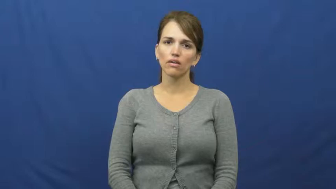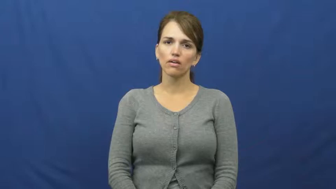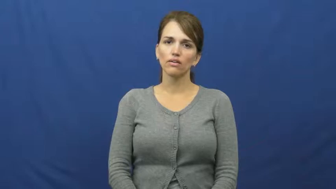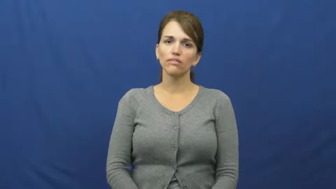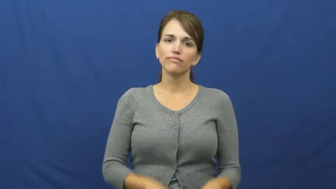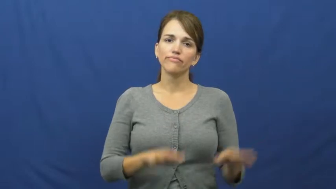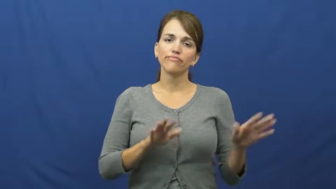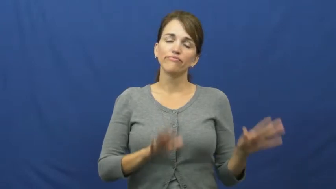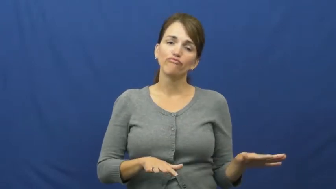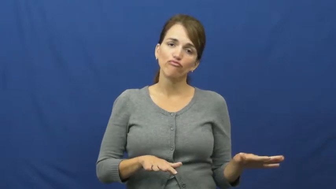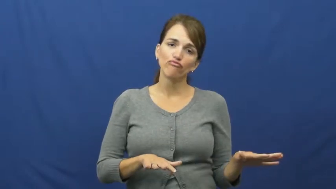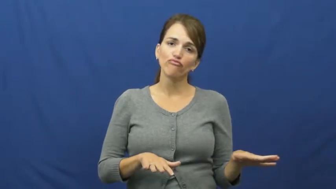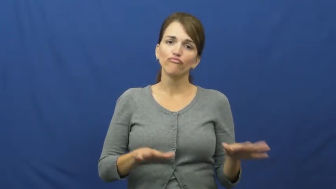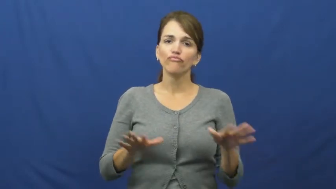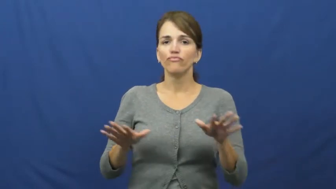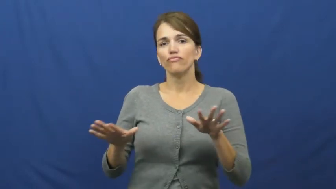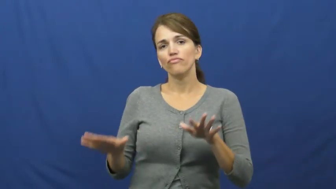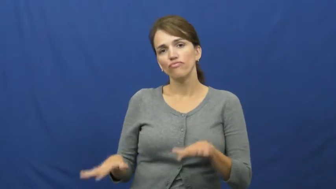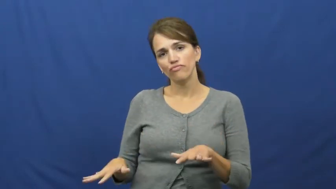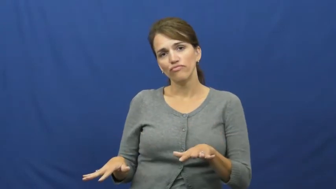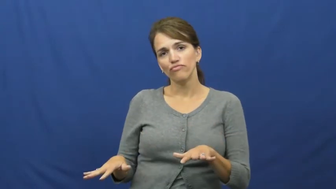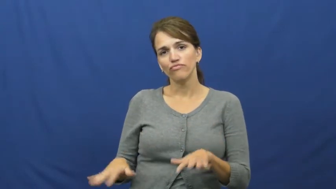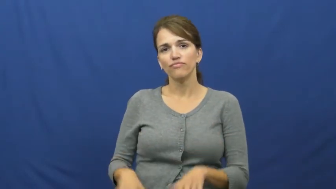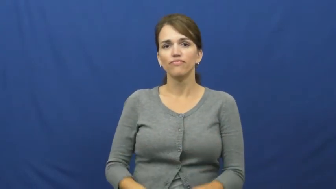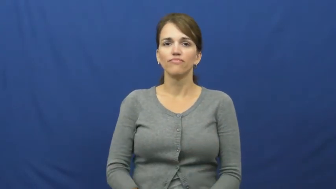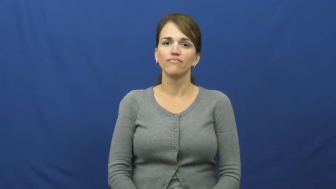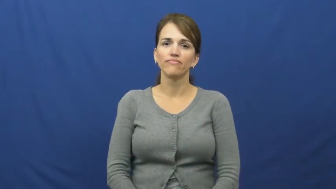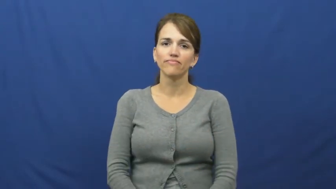muck about,muck around